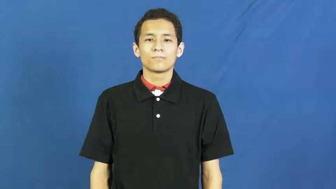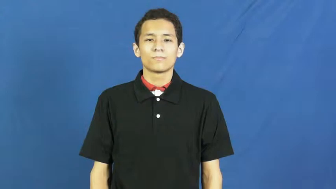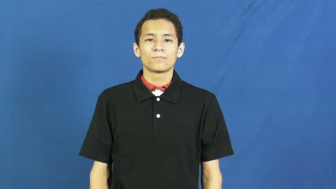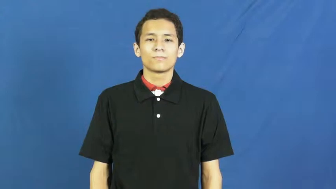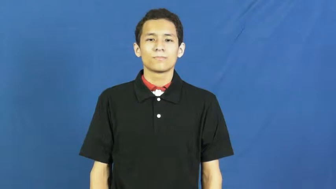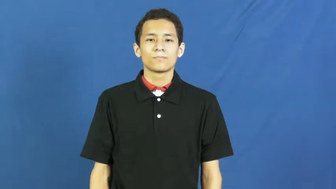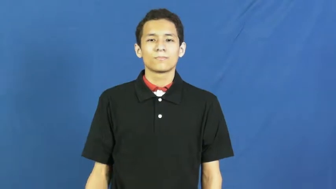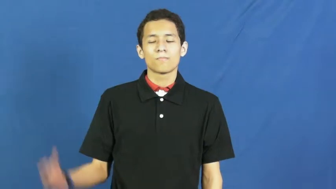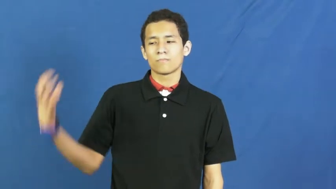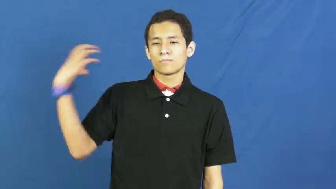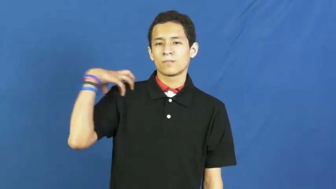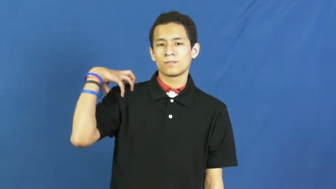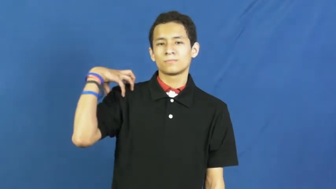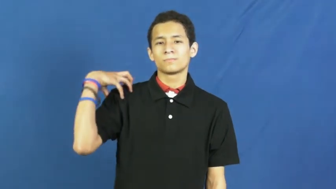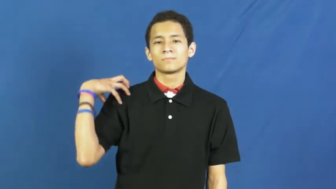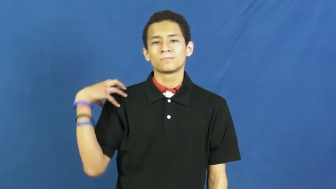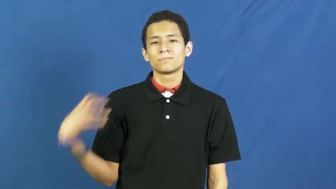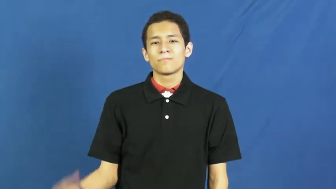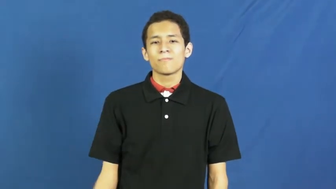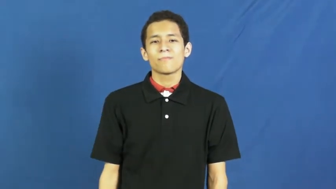skipper